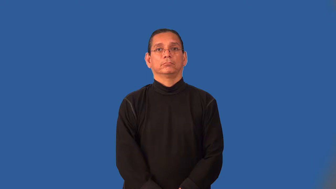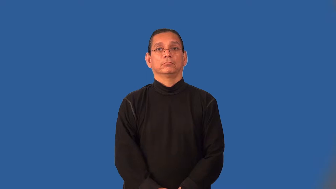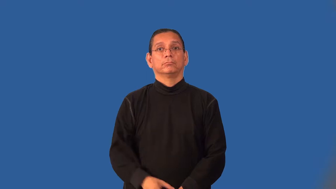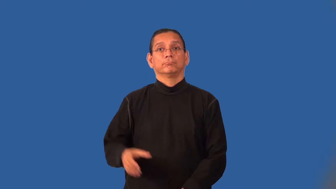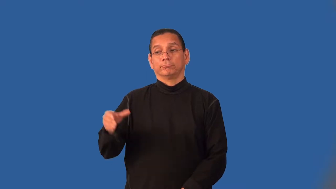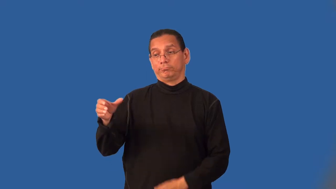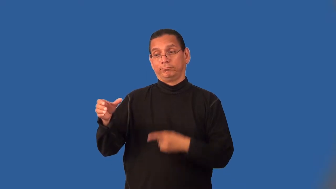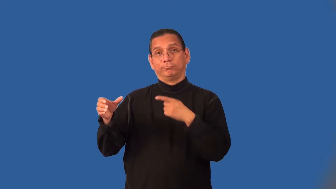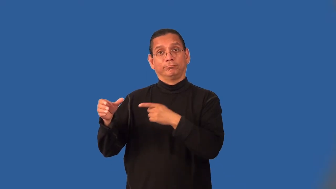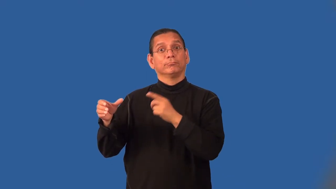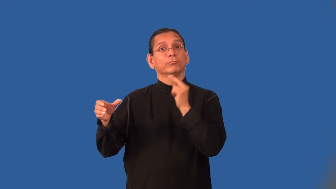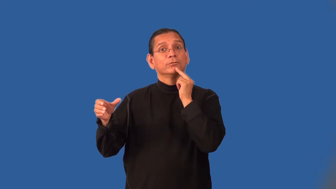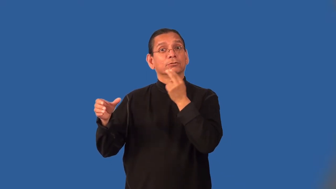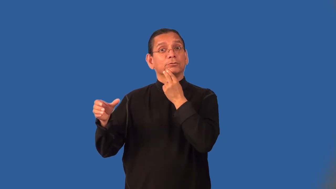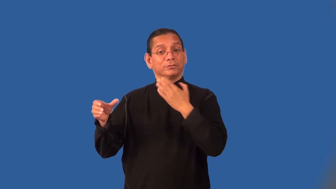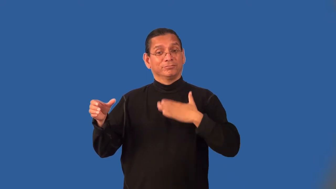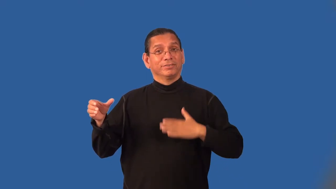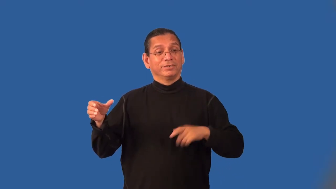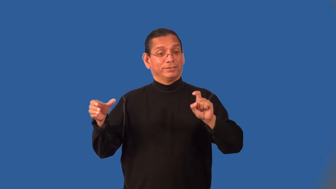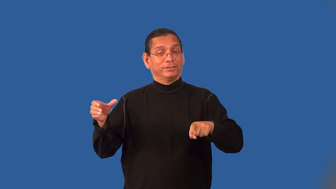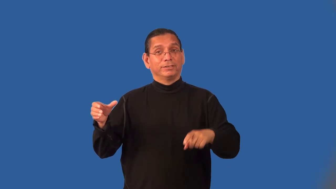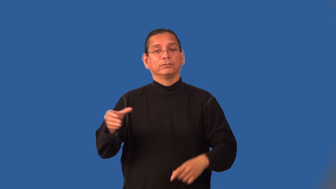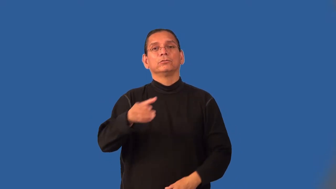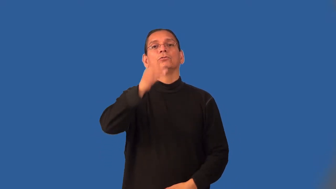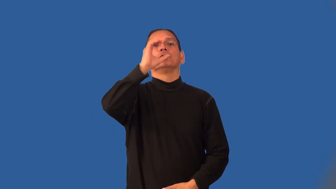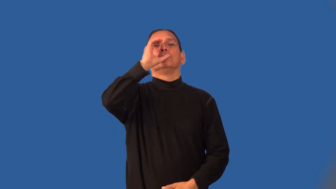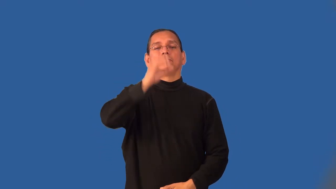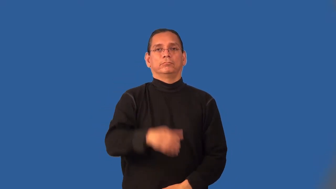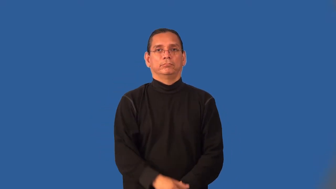isotonic-drink